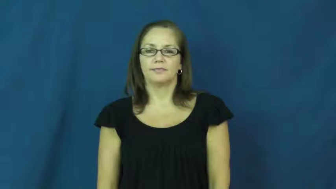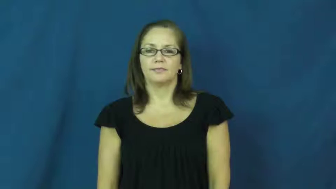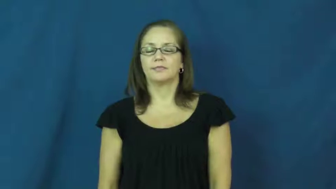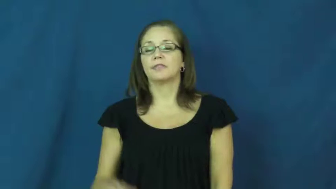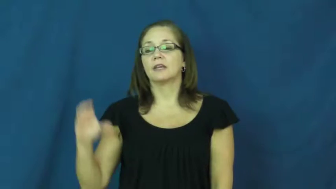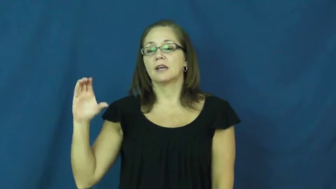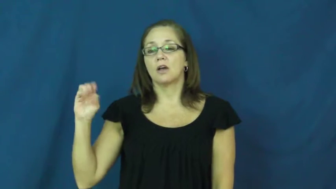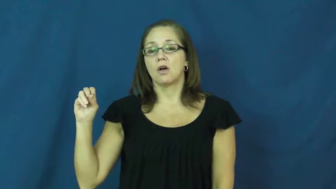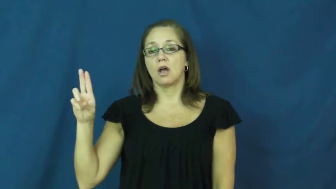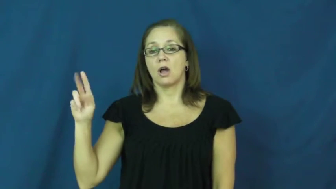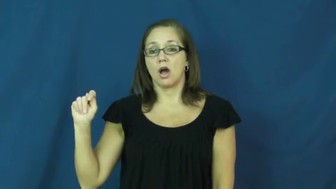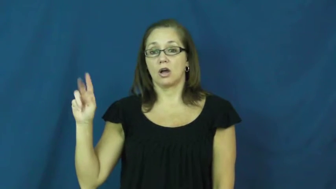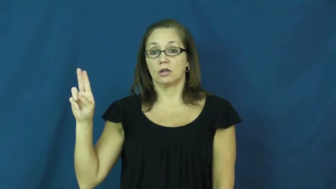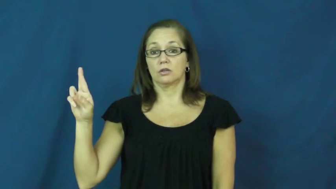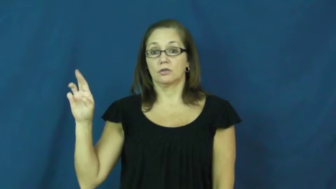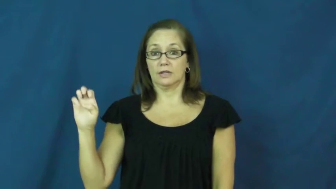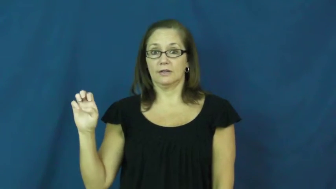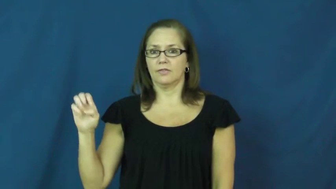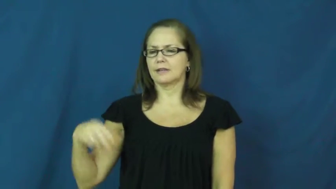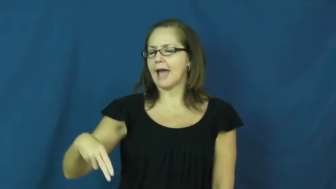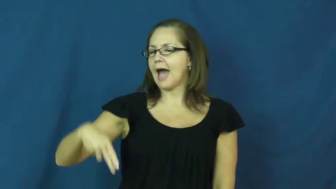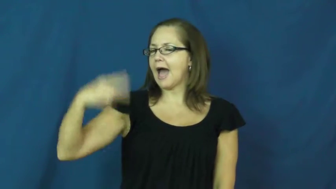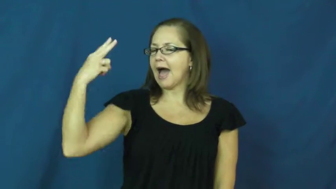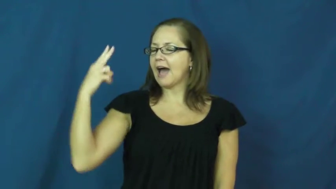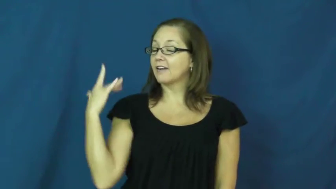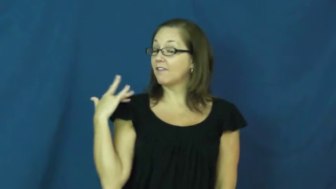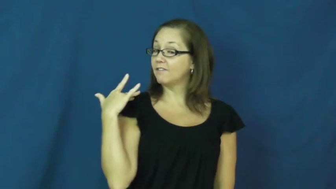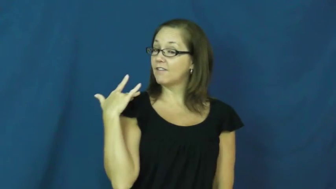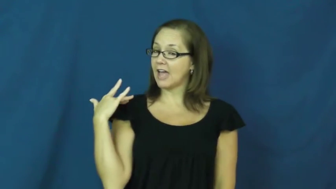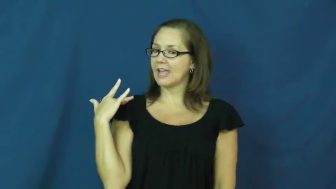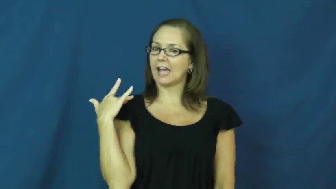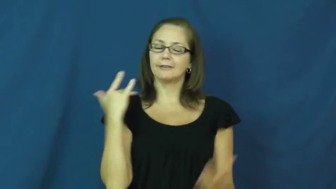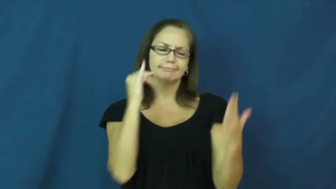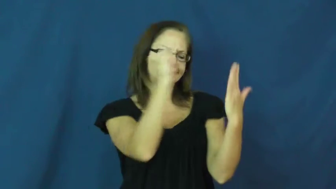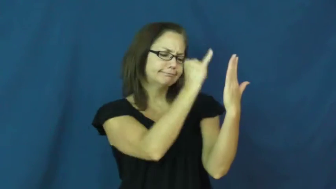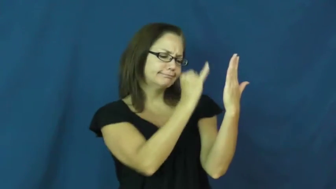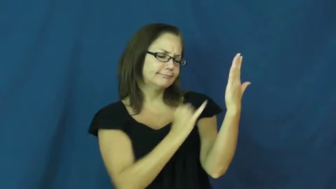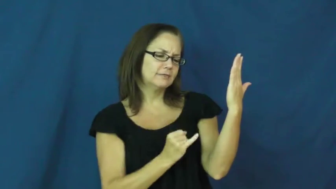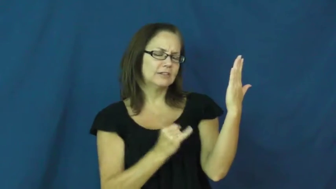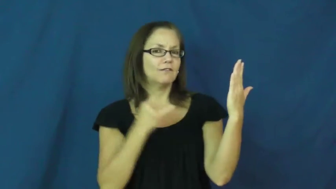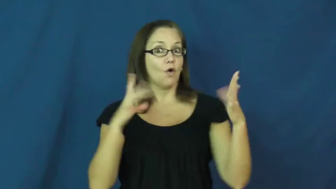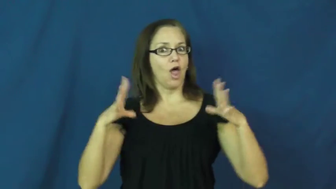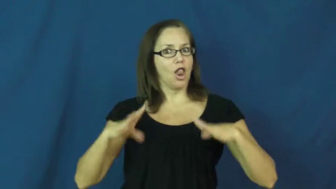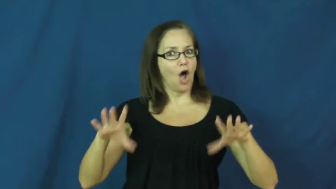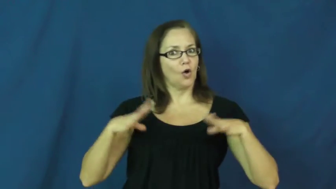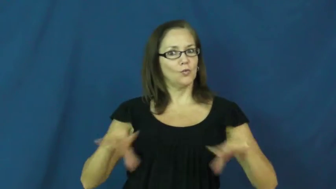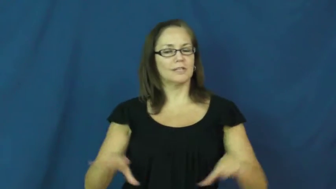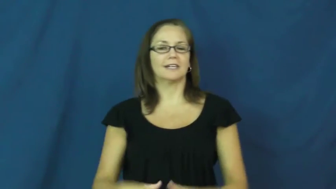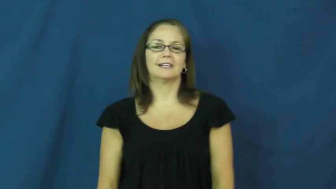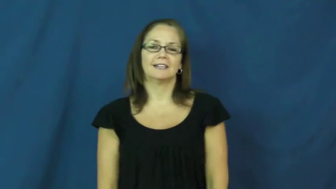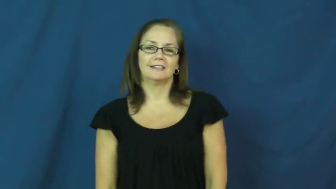coutre